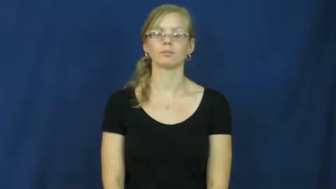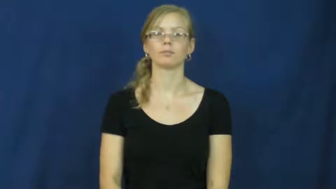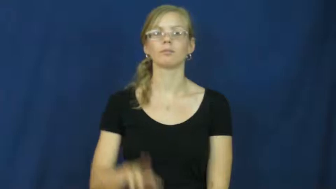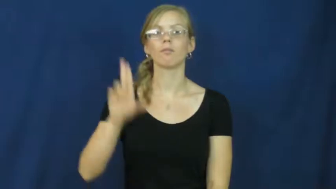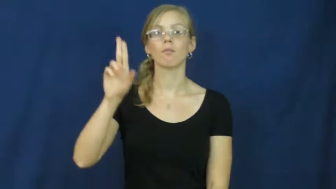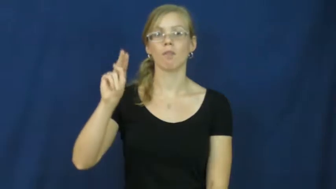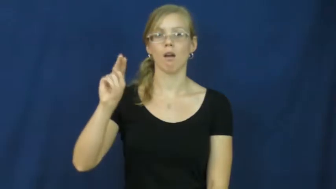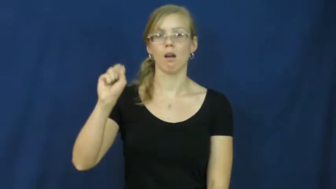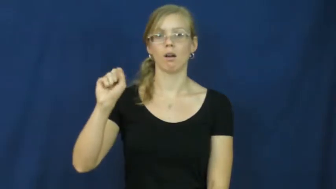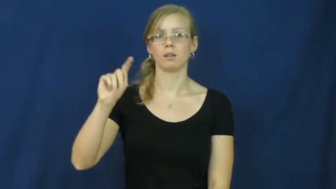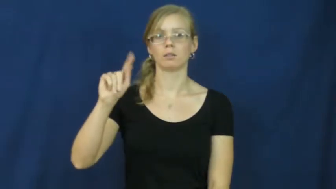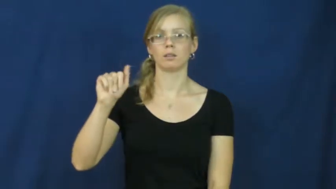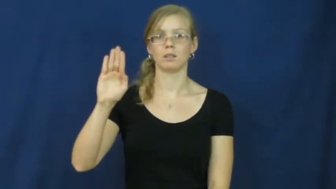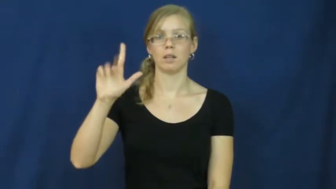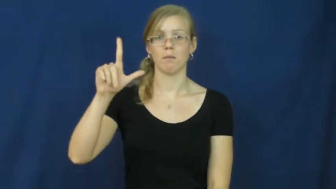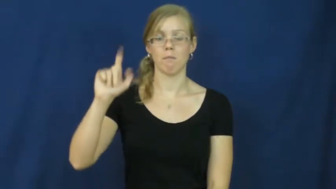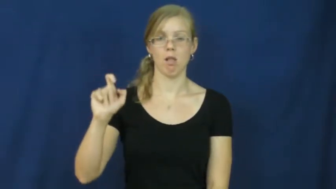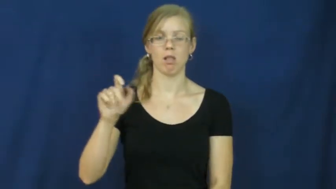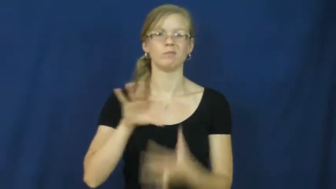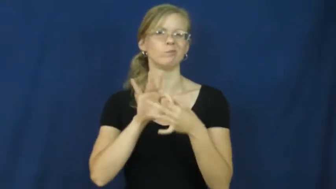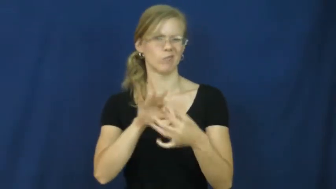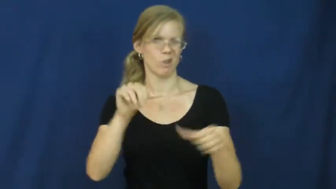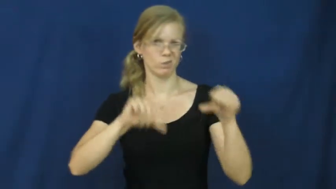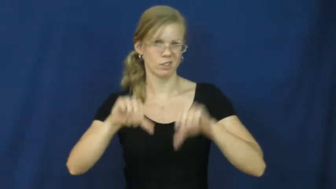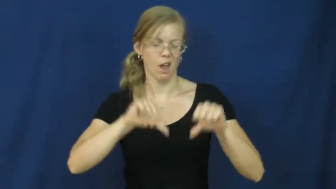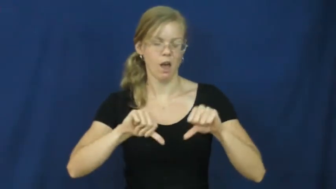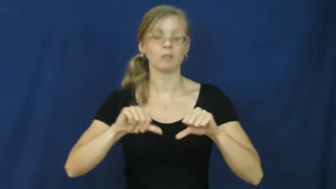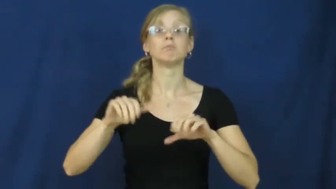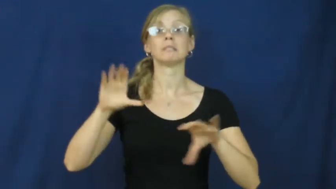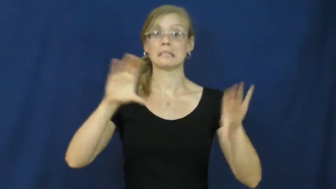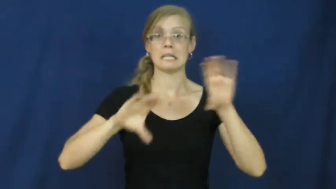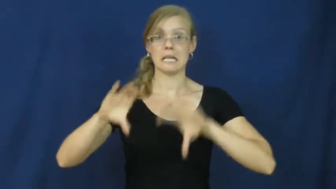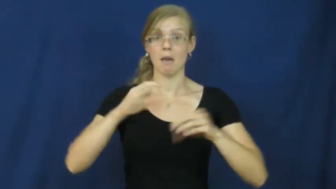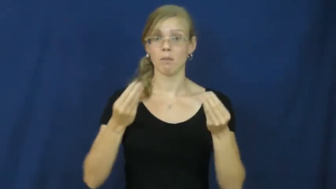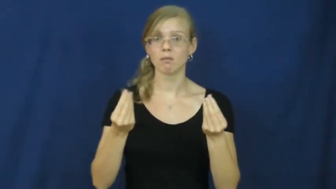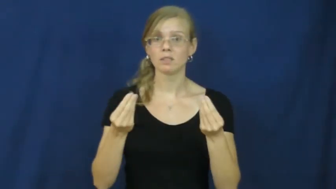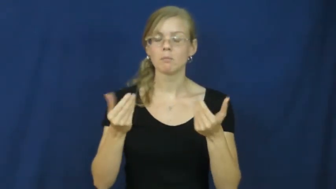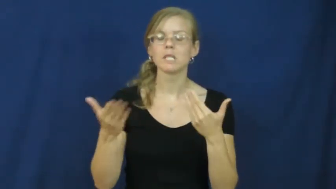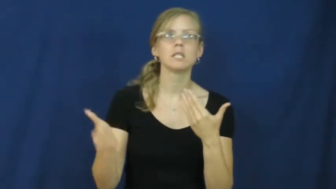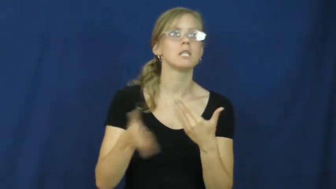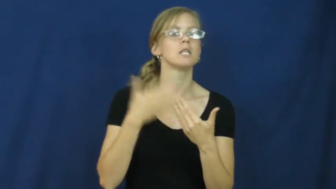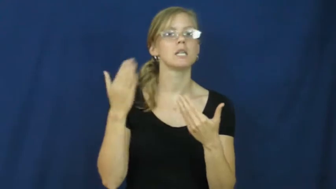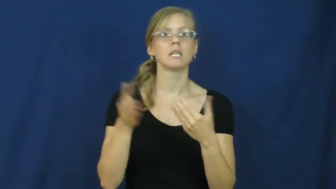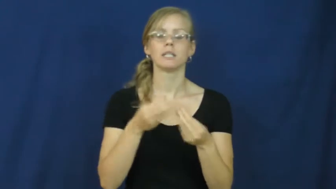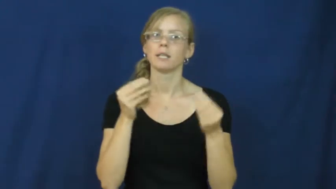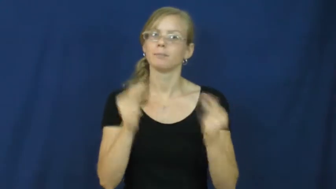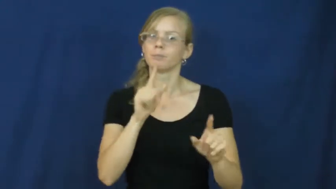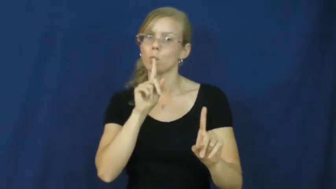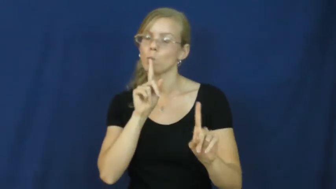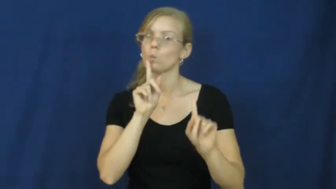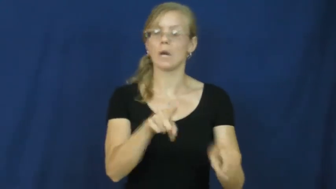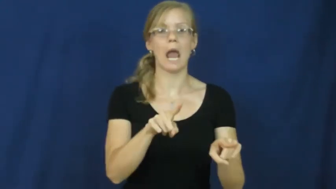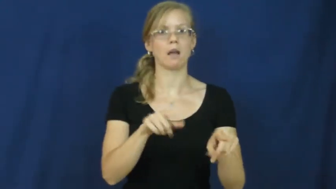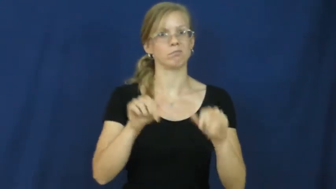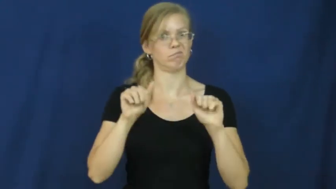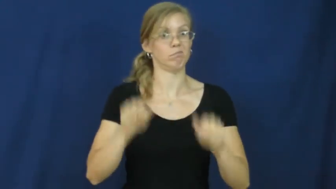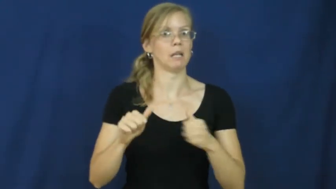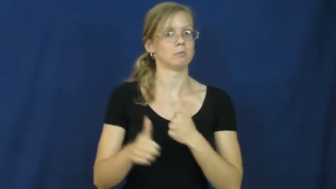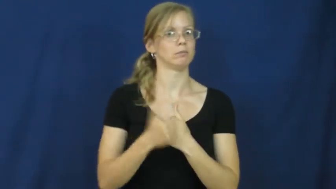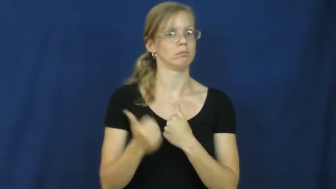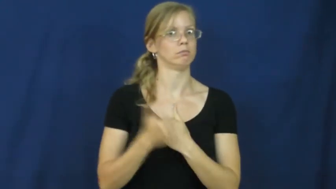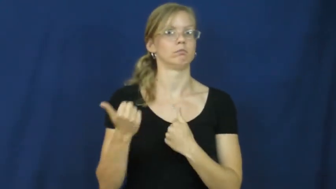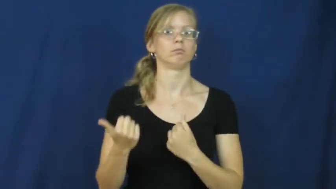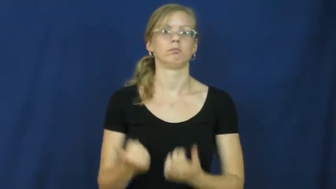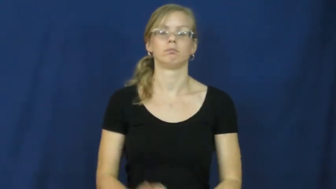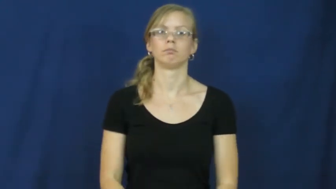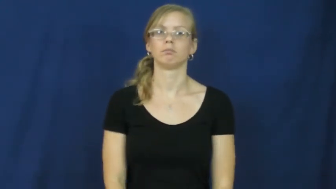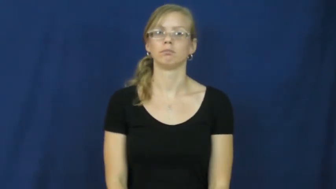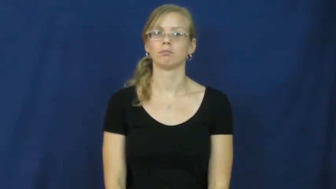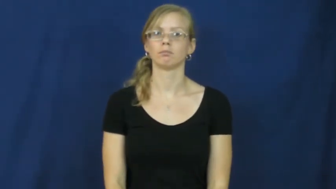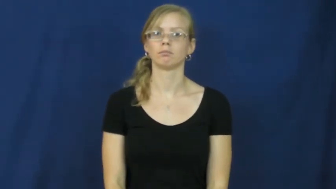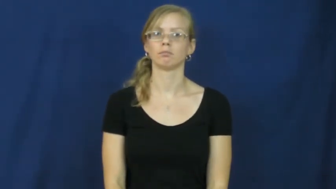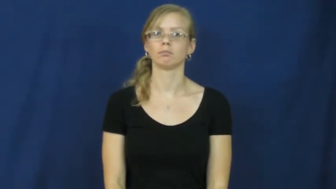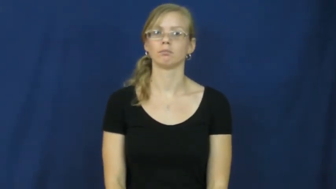unstable-chemistry